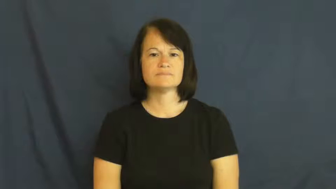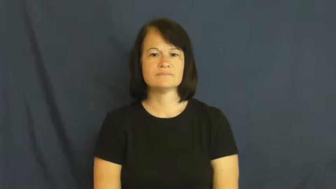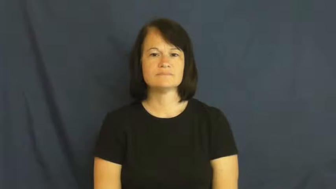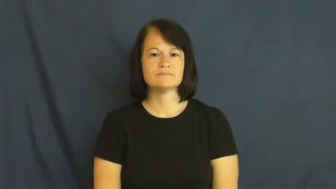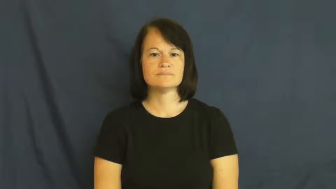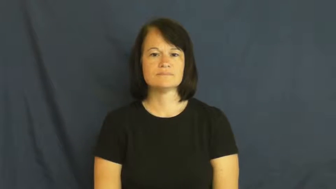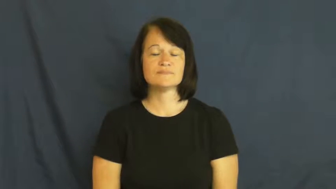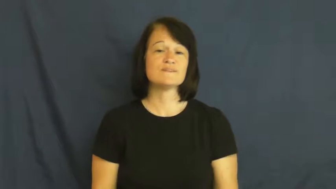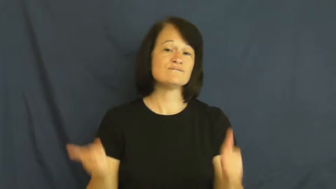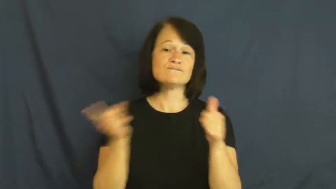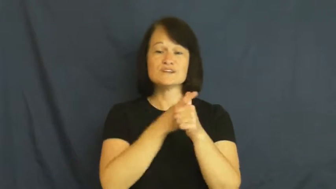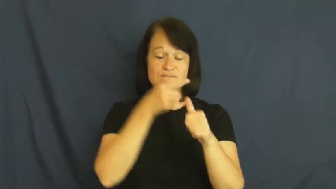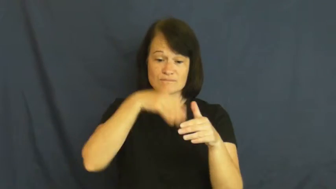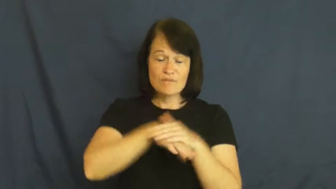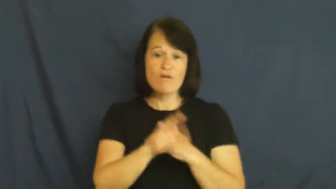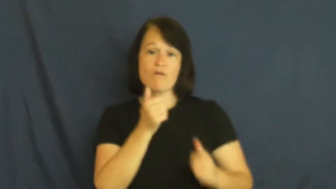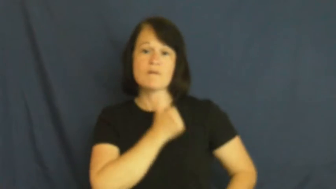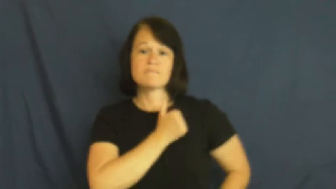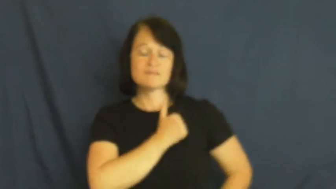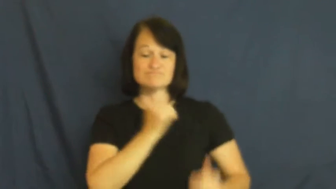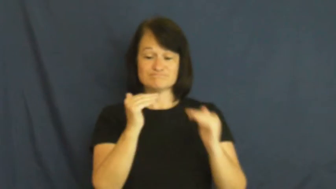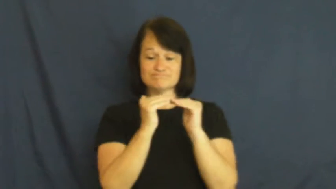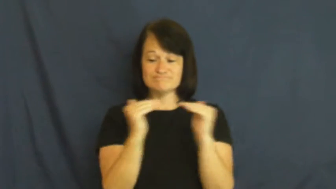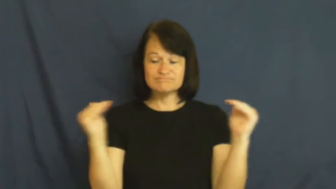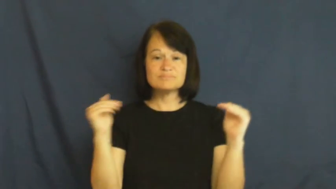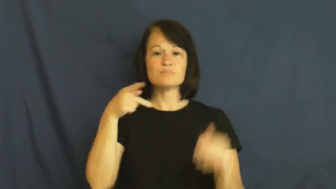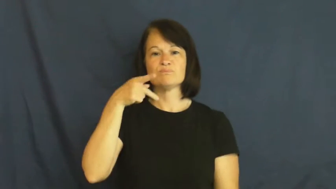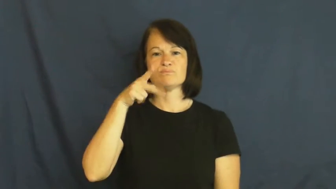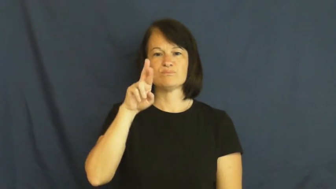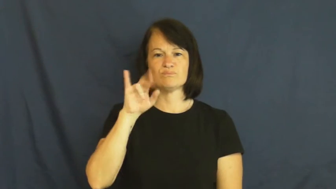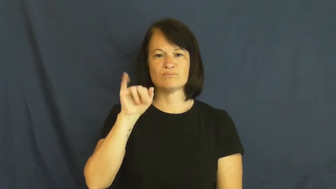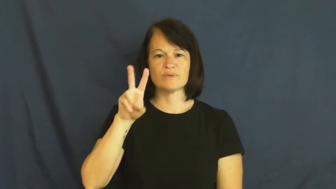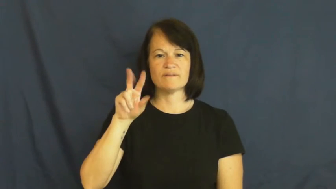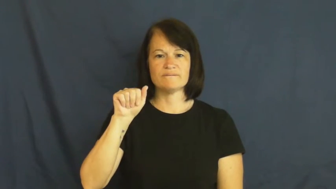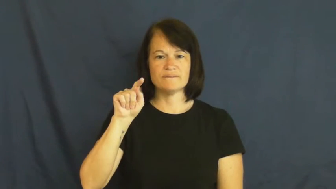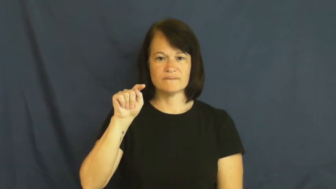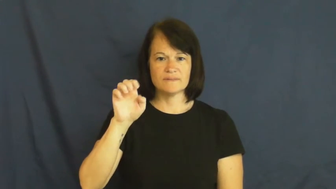private-army